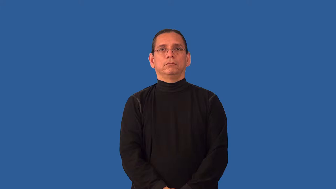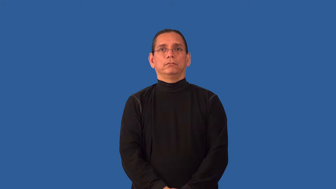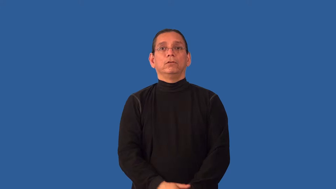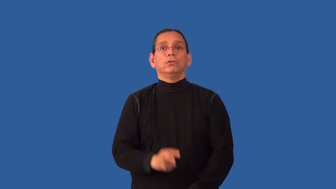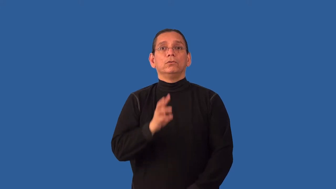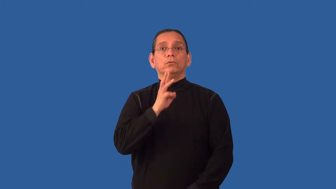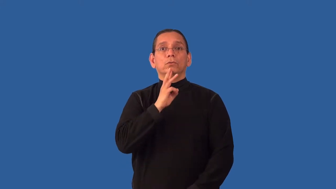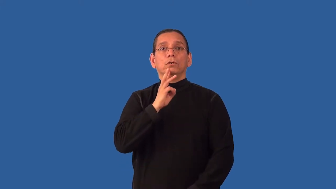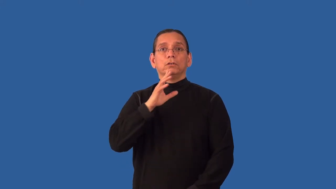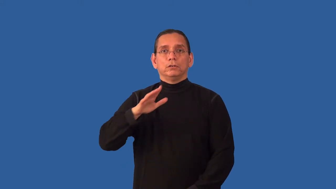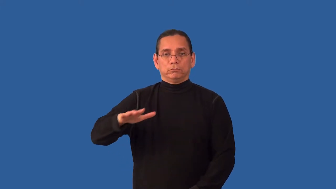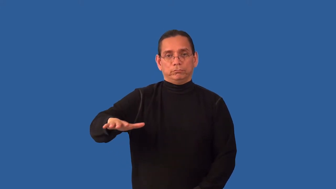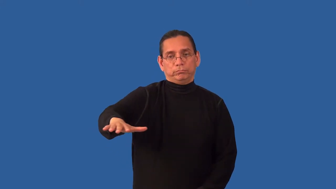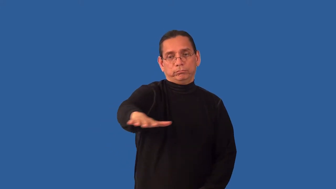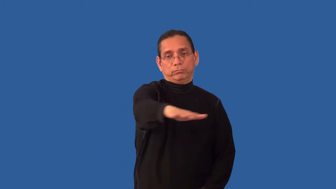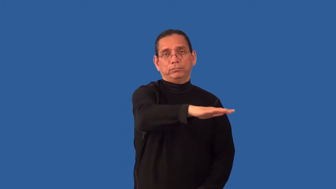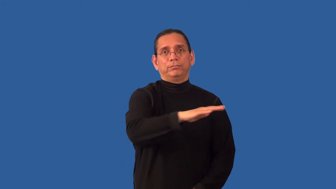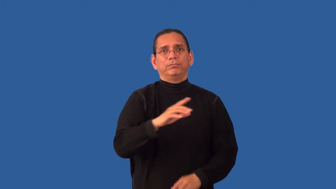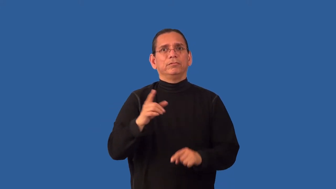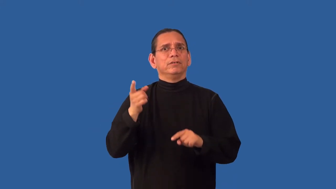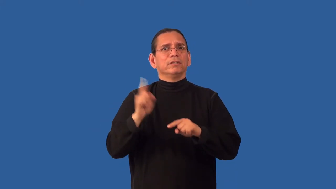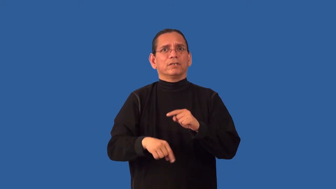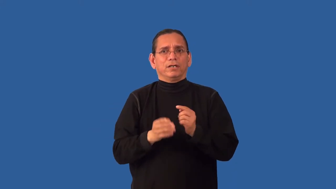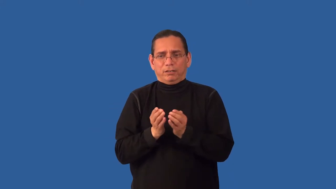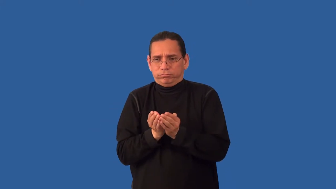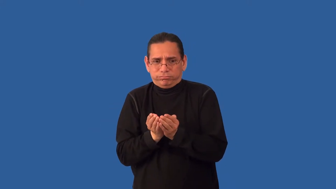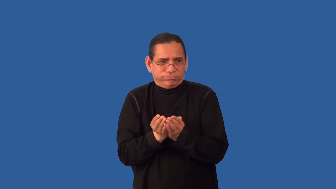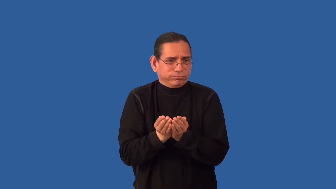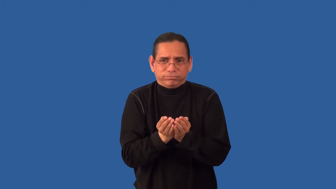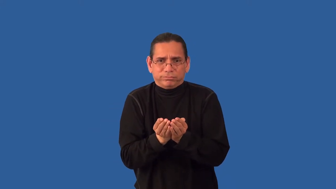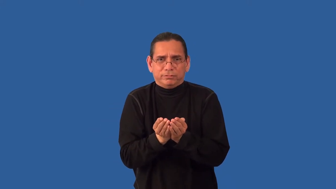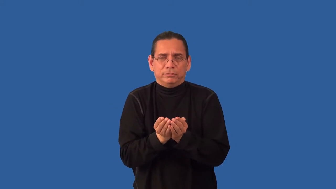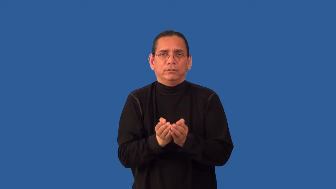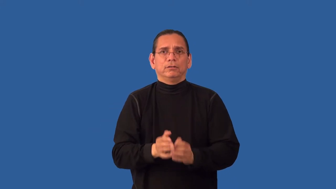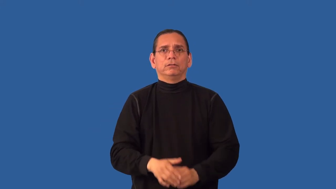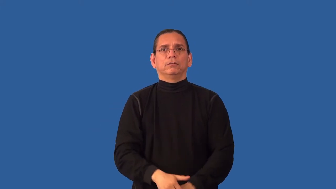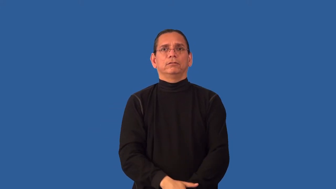unnavigable